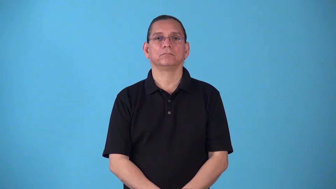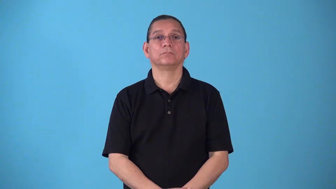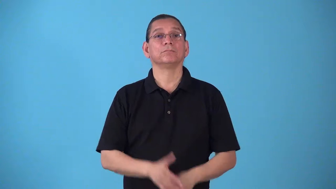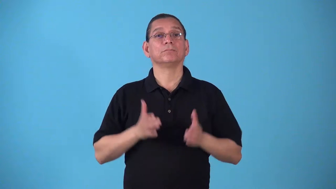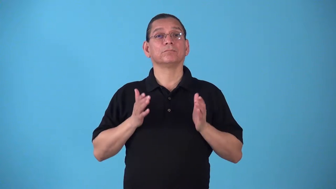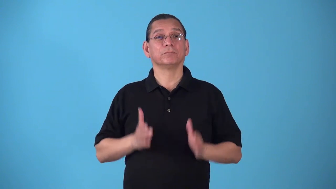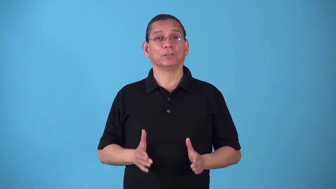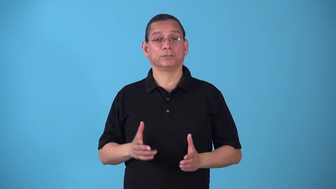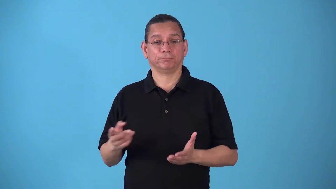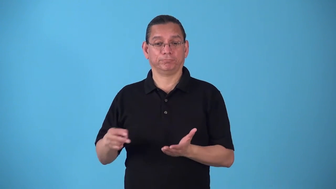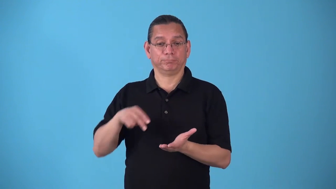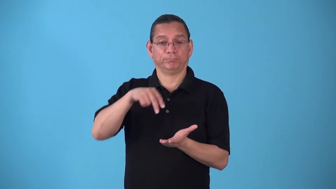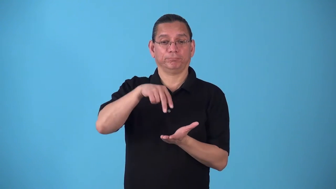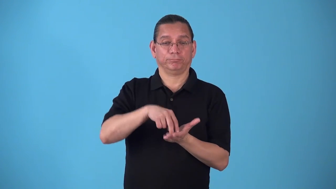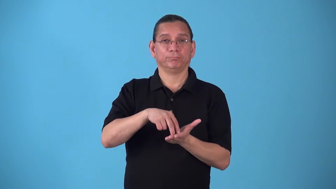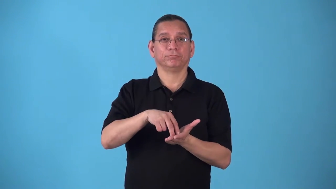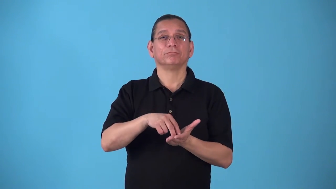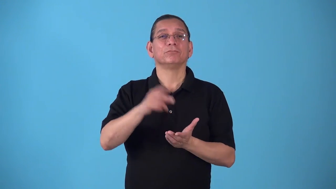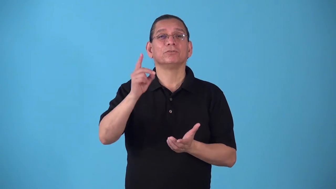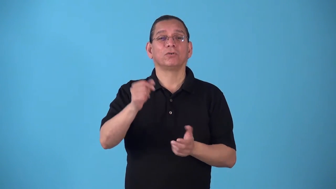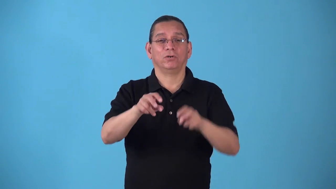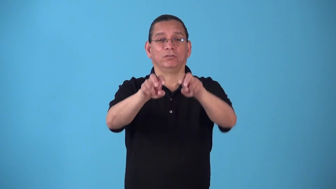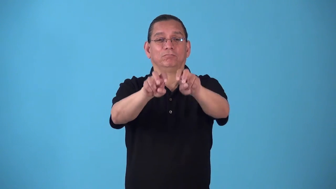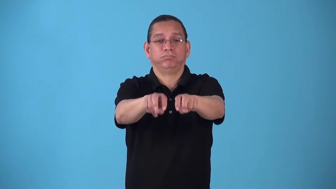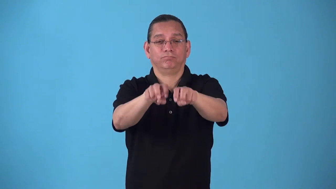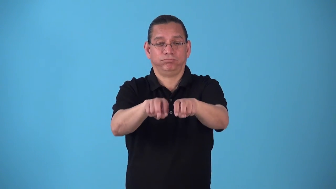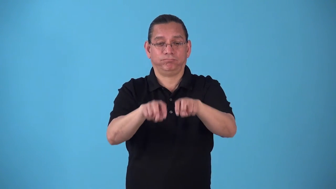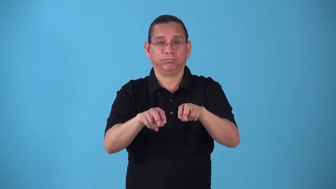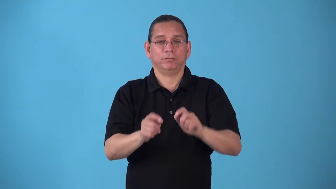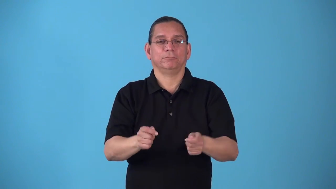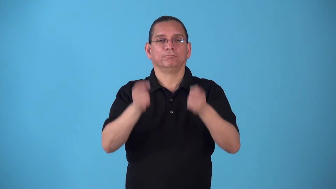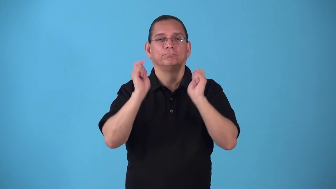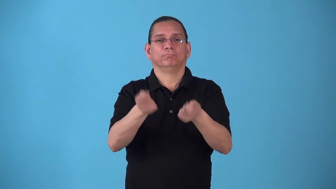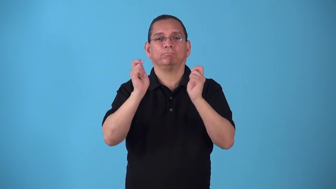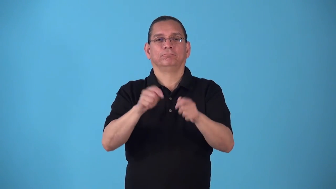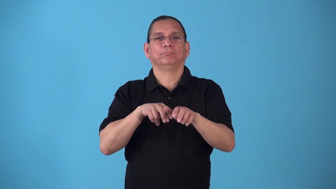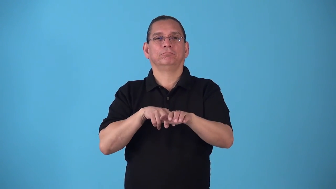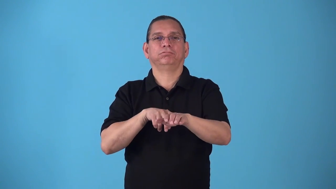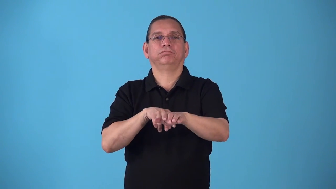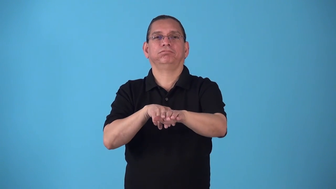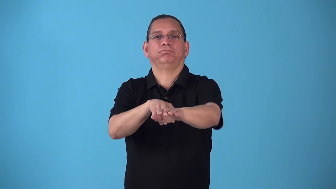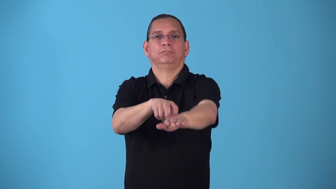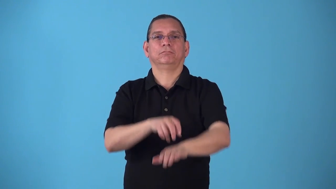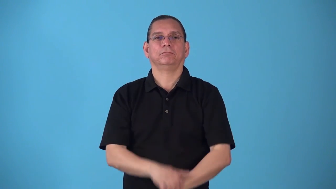sled,mush,dogsled